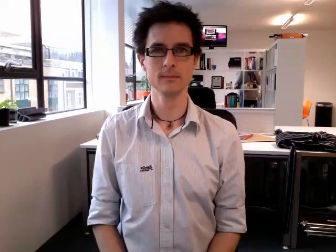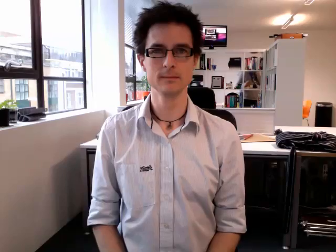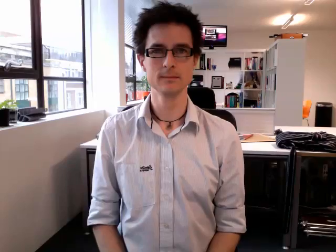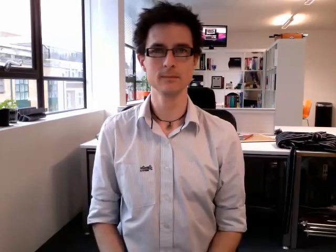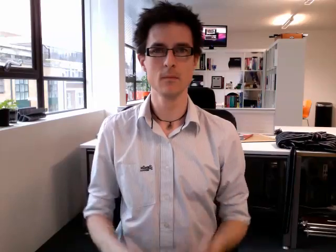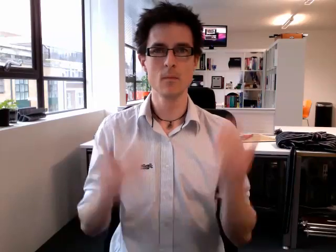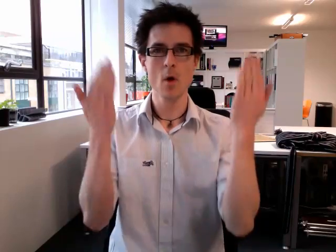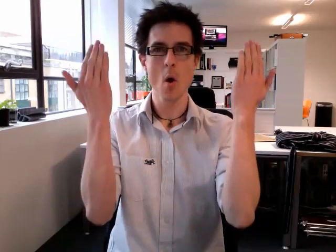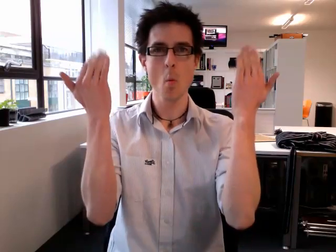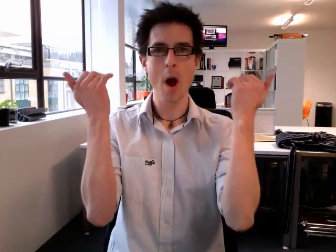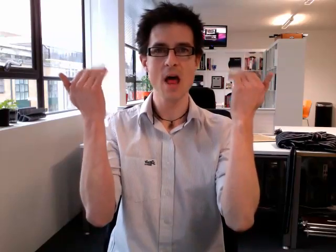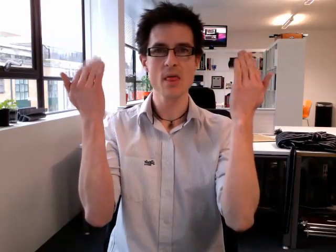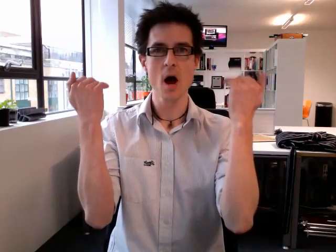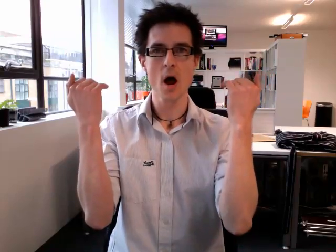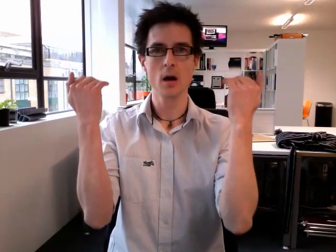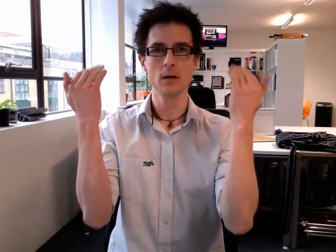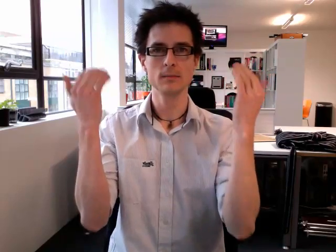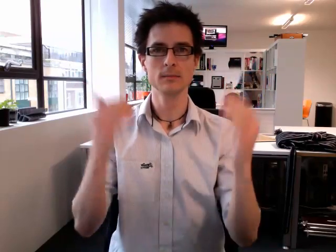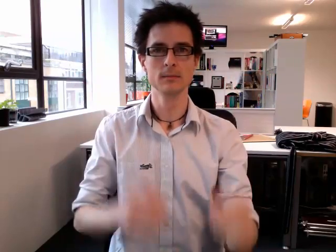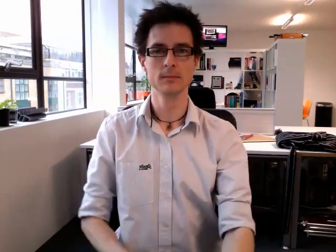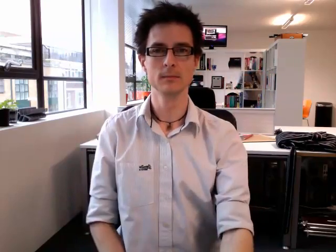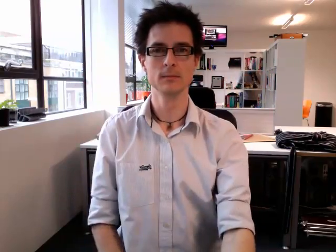weather